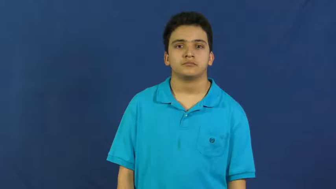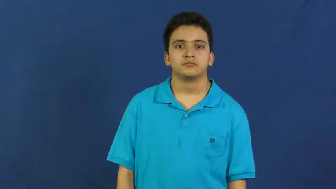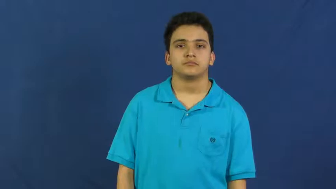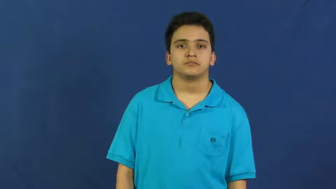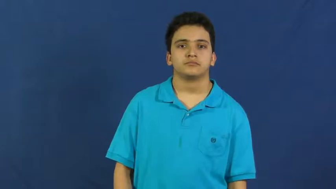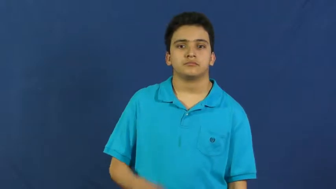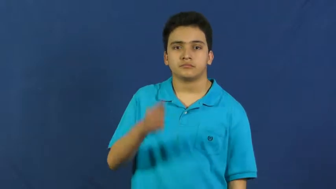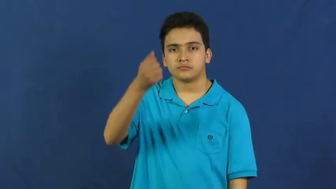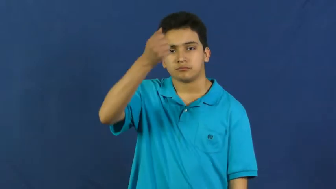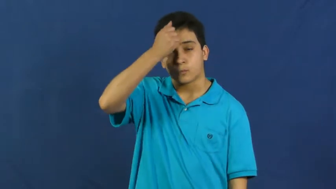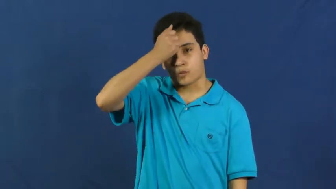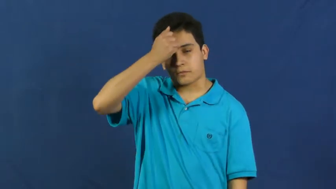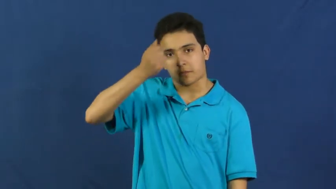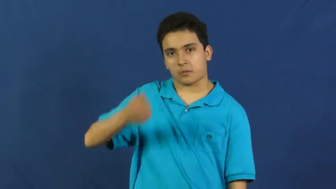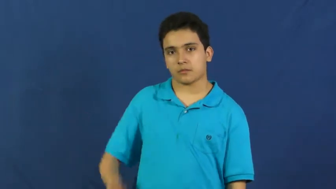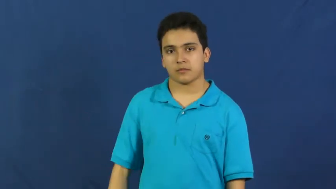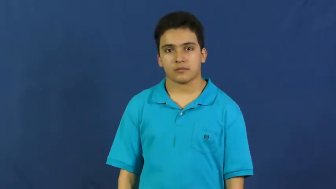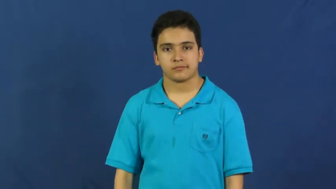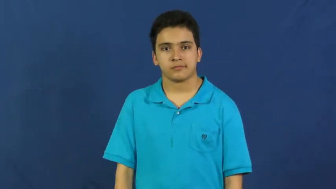dumb,stupid,gormless,purblind,unintelligent-not smart